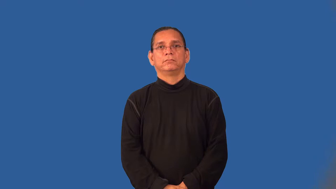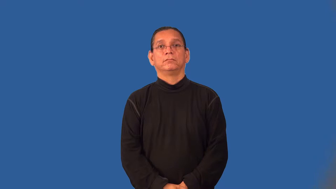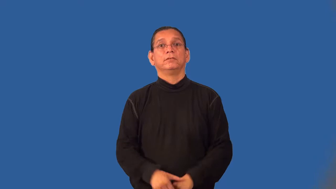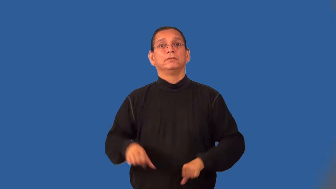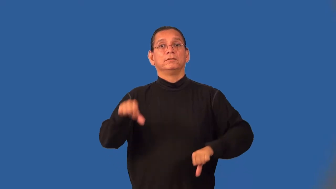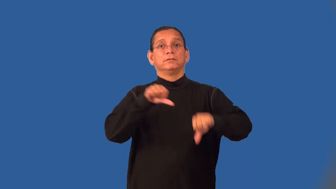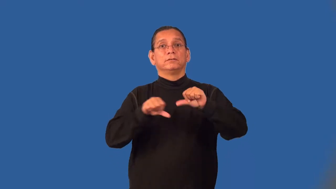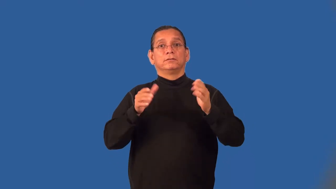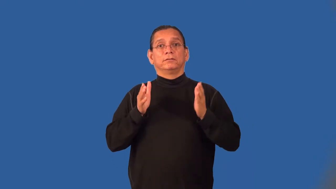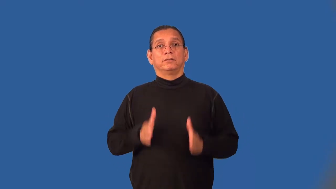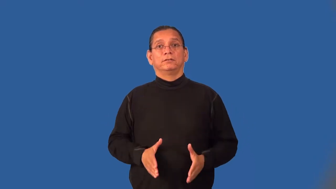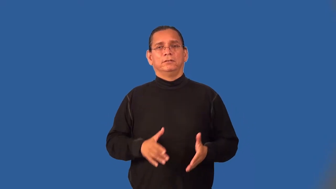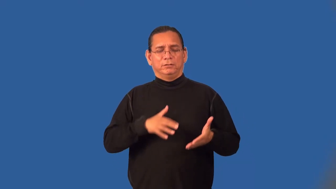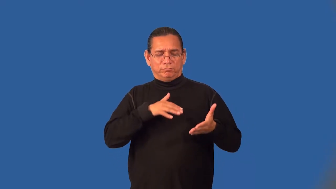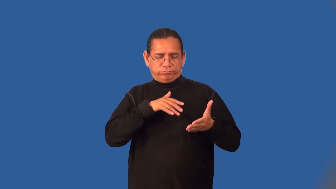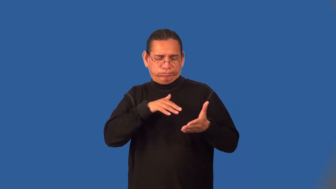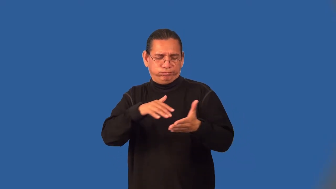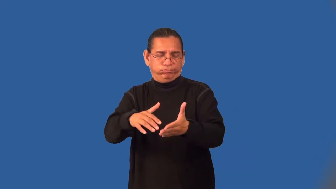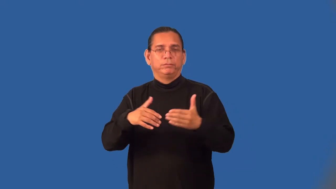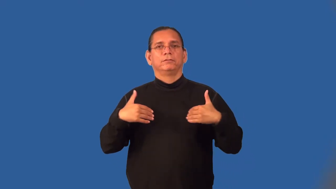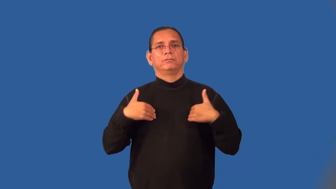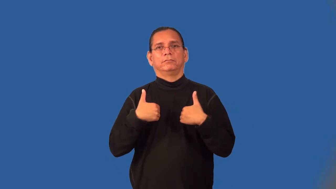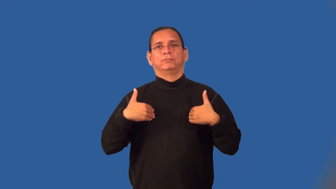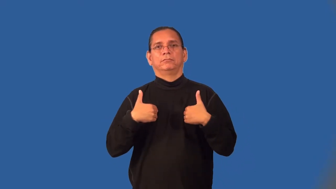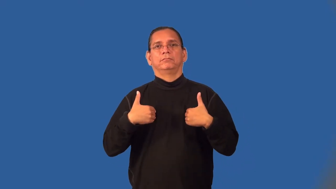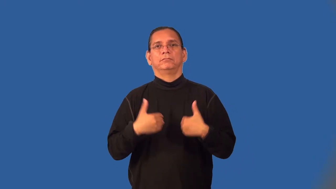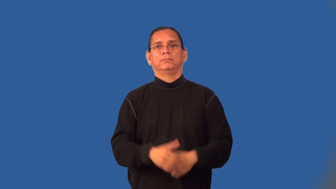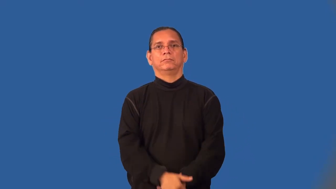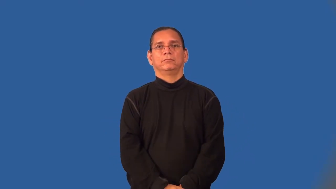zoologist